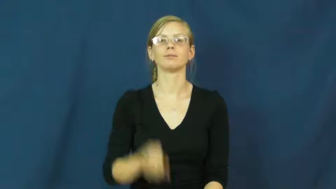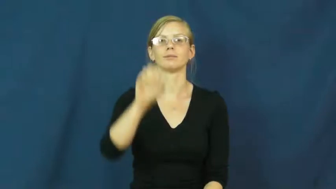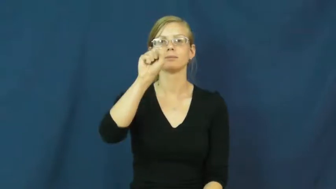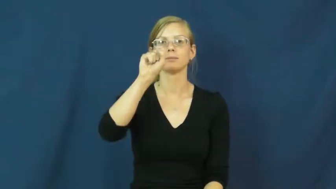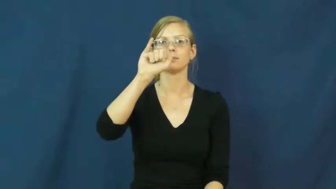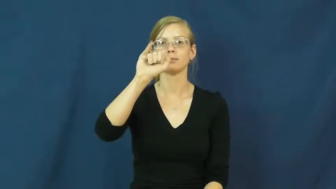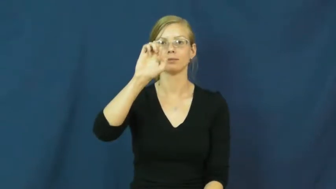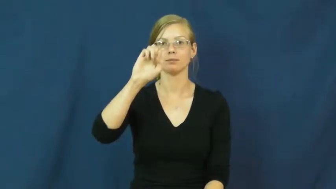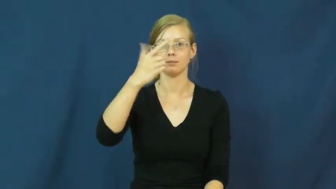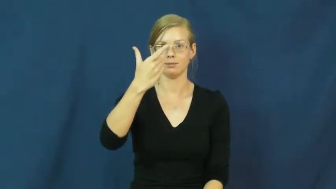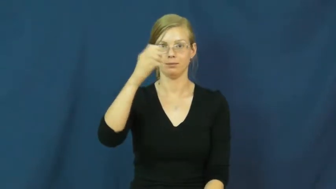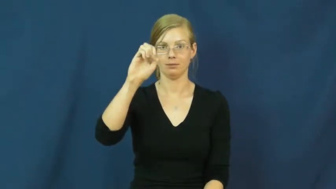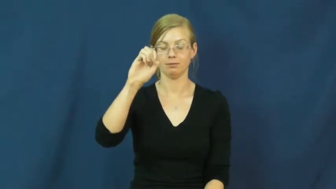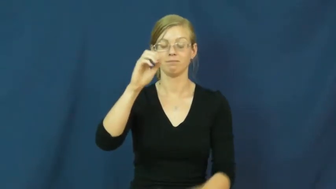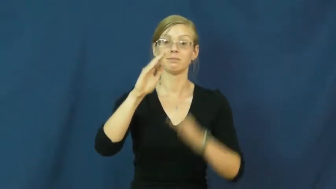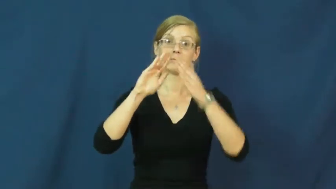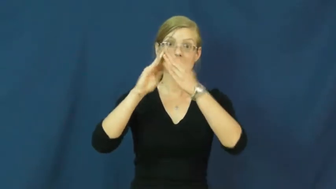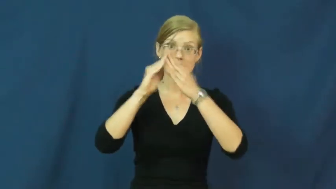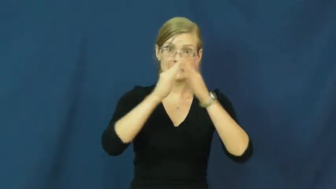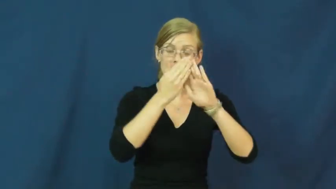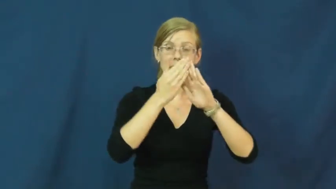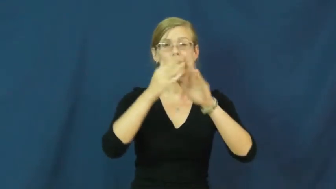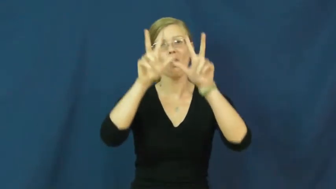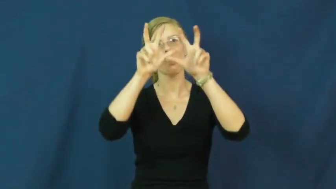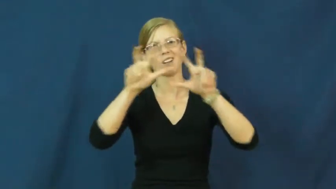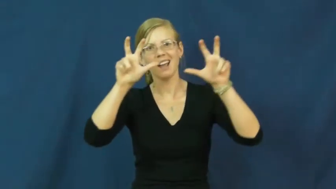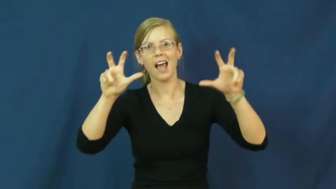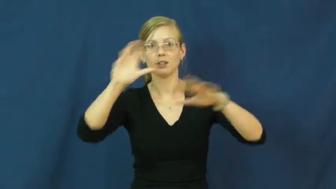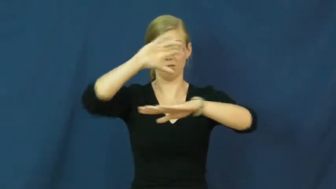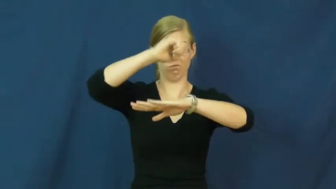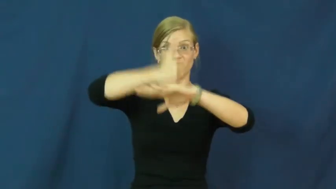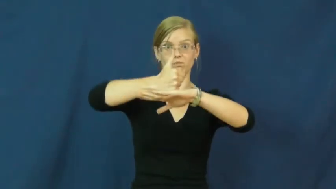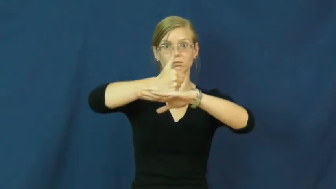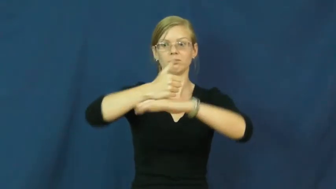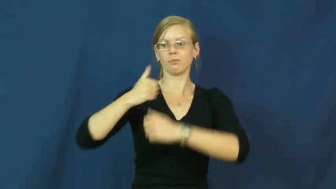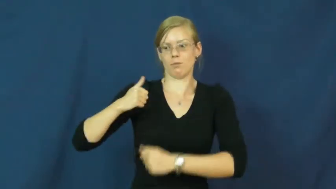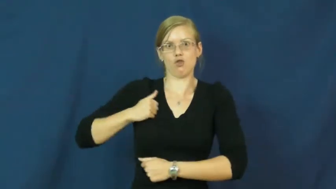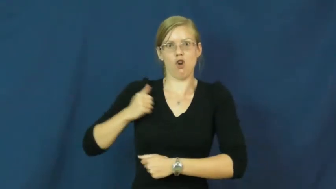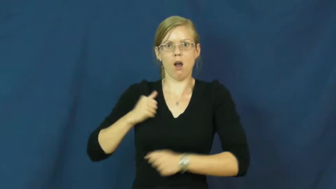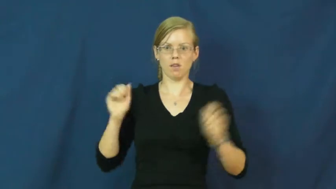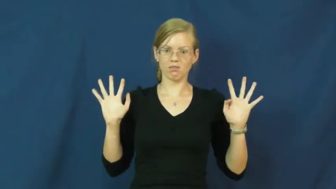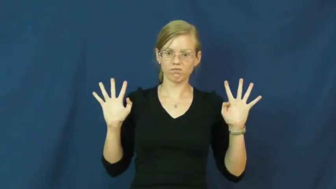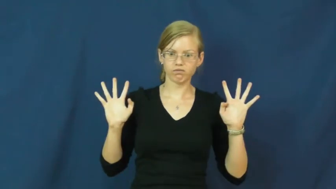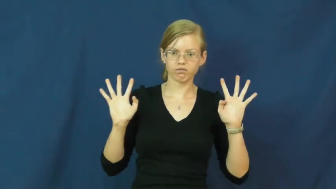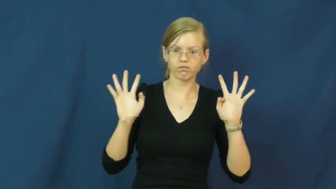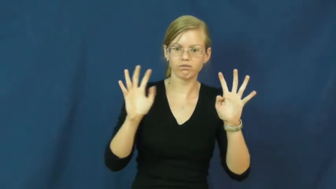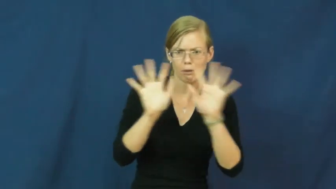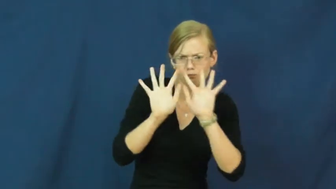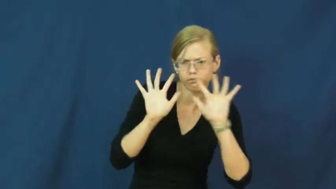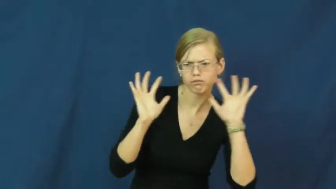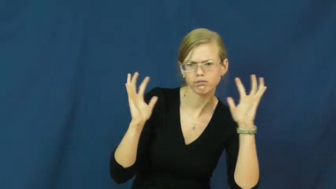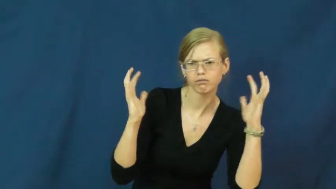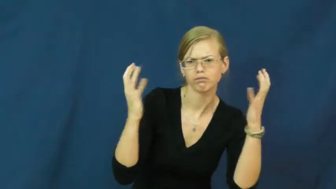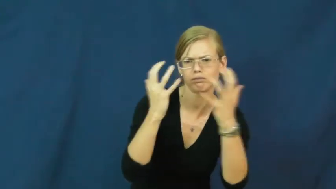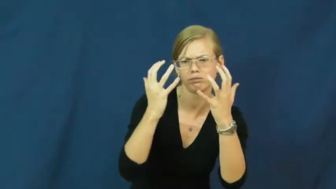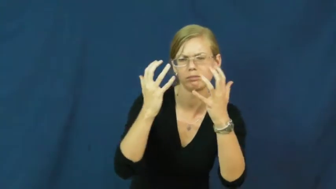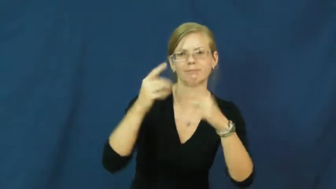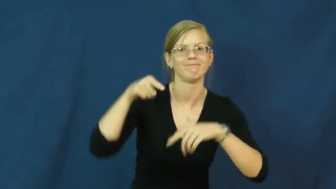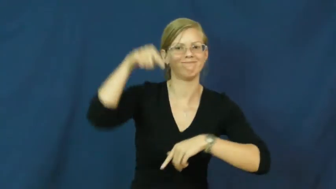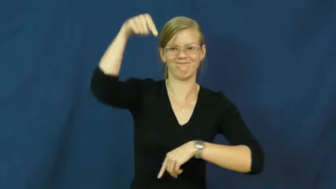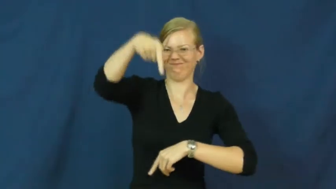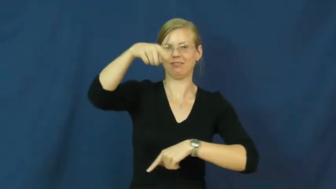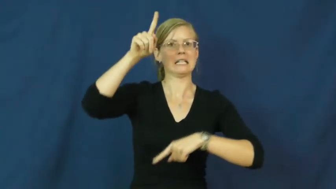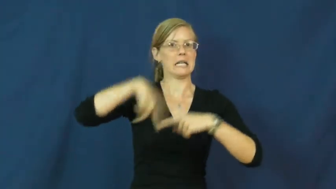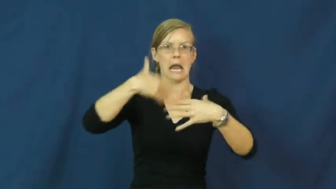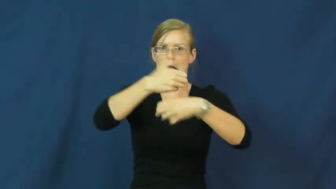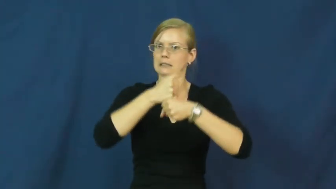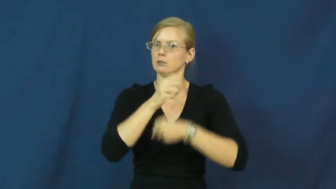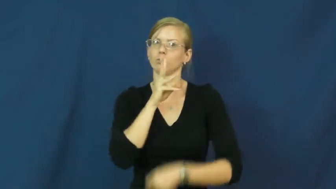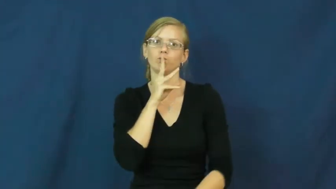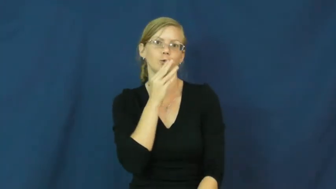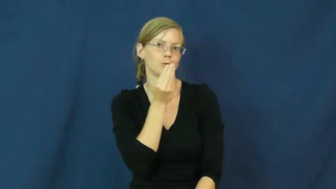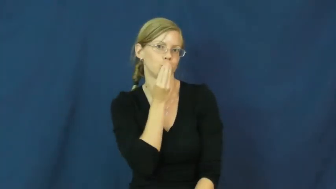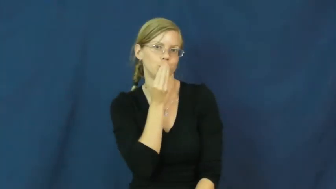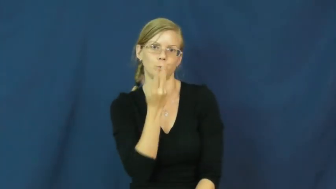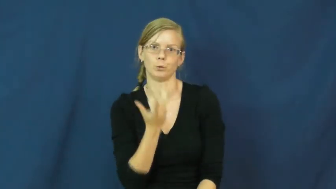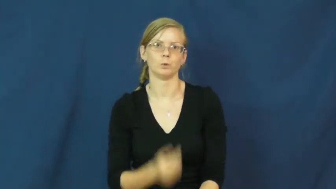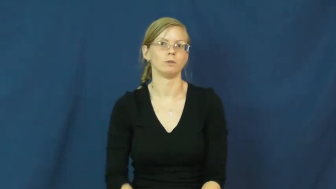siege